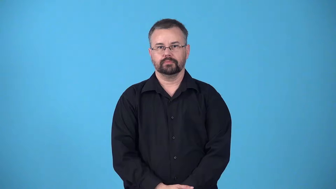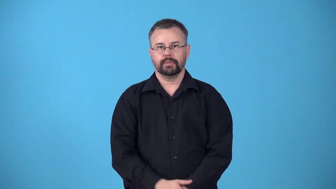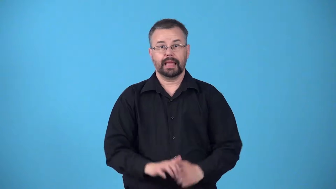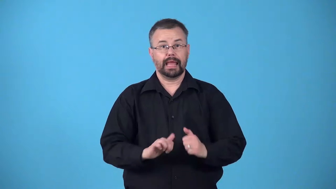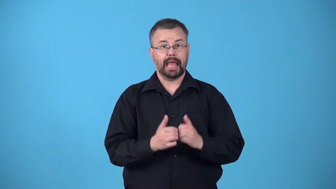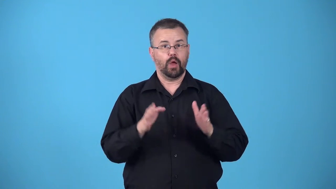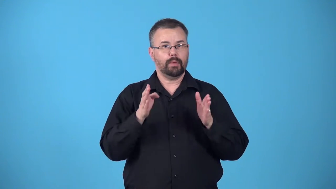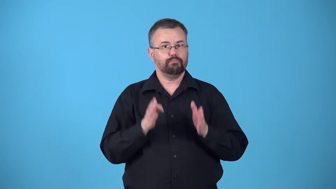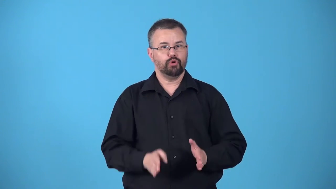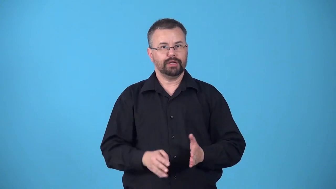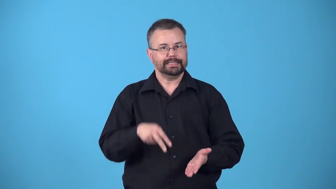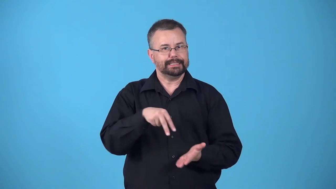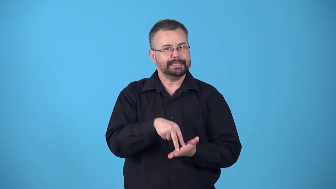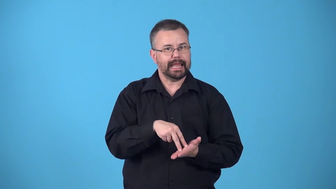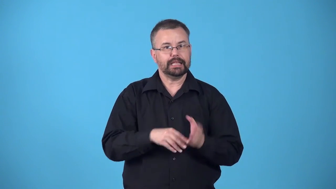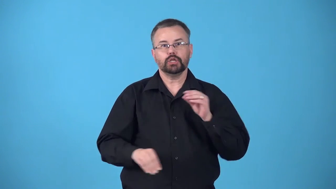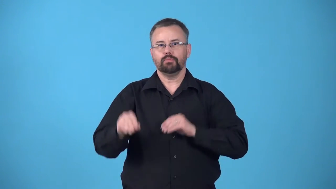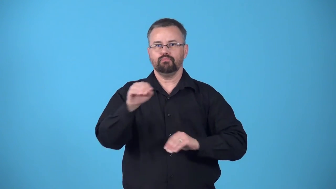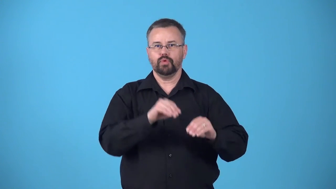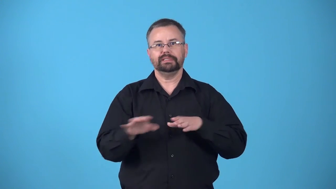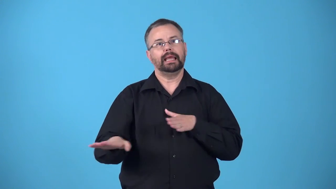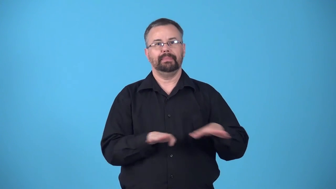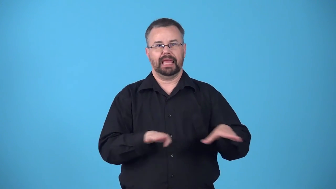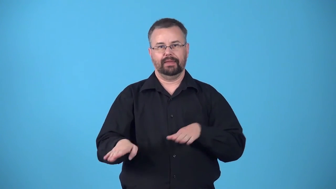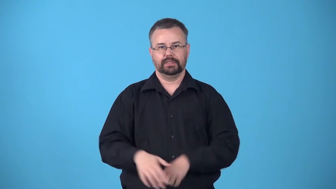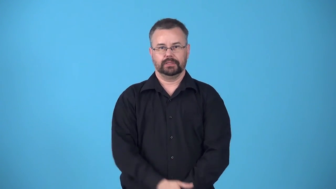bearing-particular way in which someone stands moves, or behaves